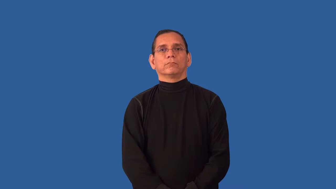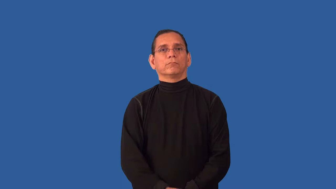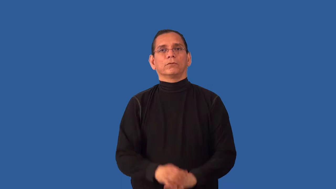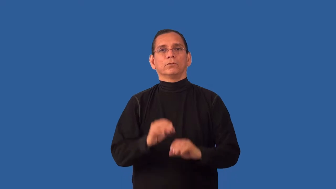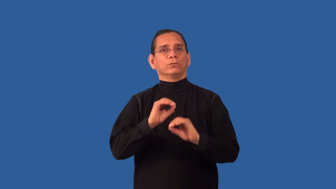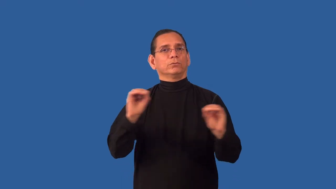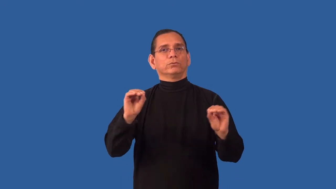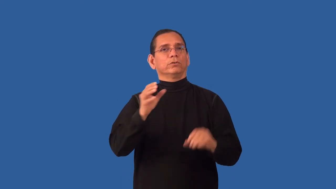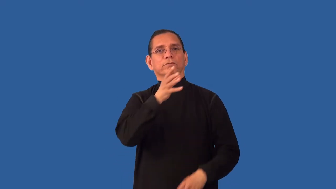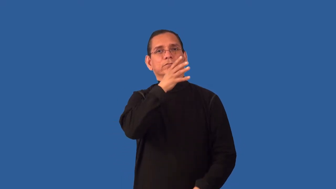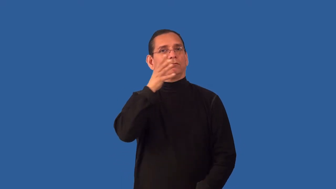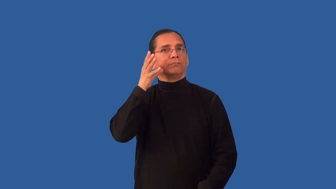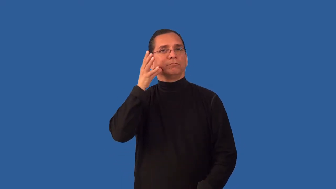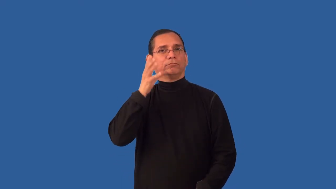uncultivated